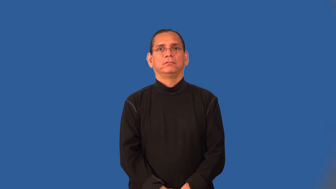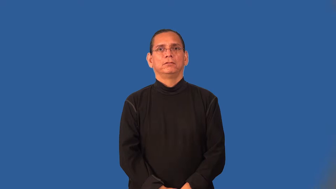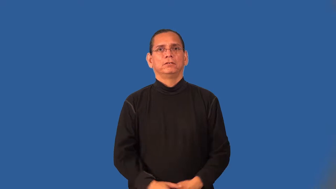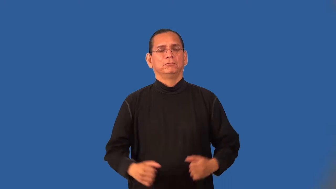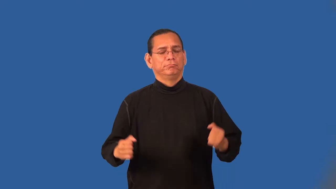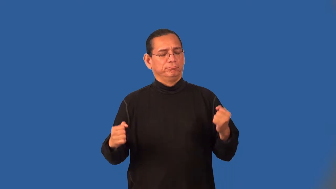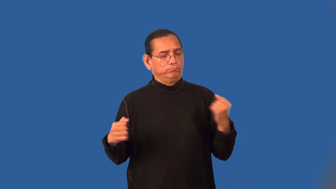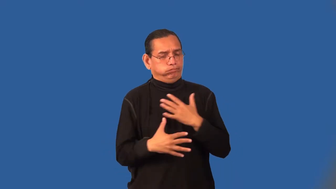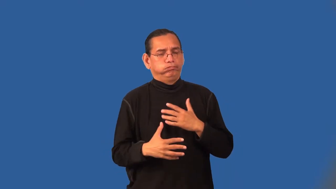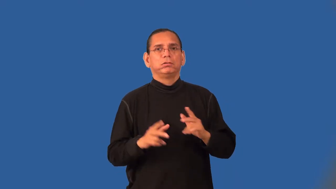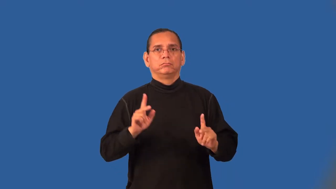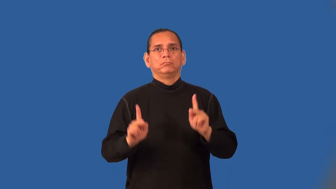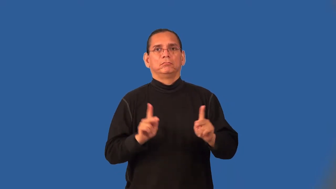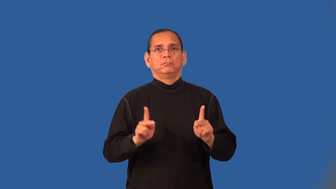terrorize